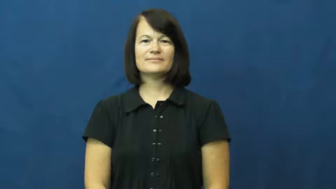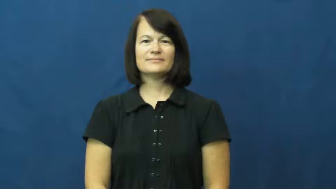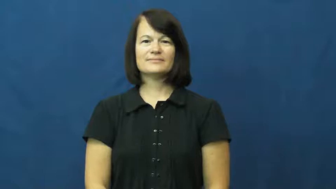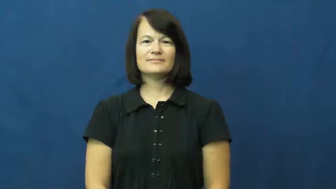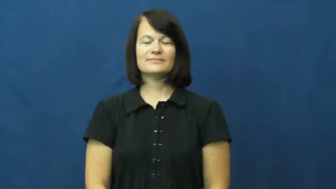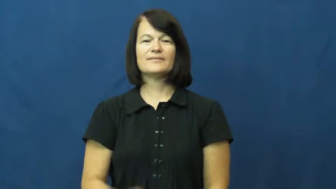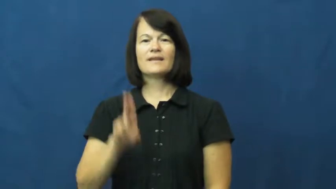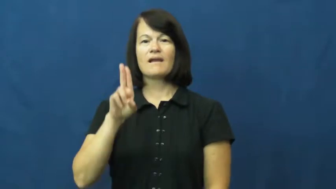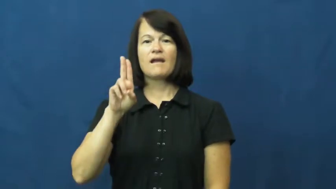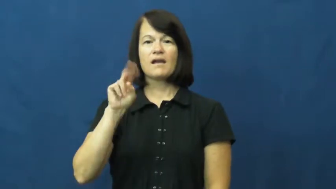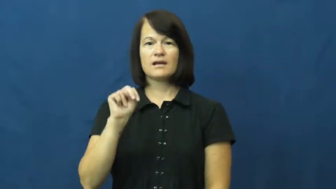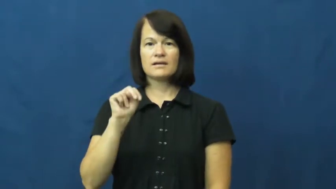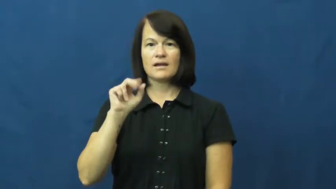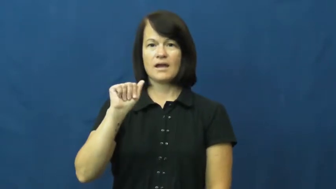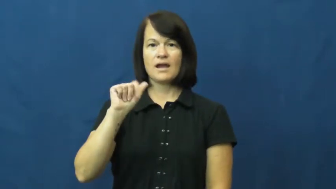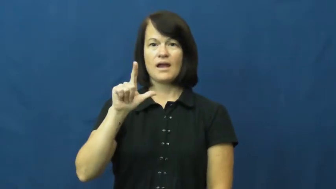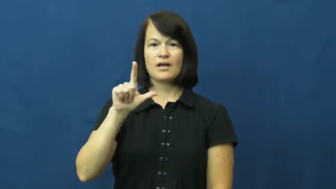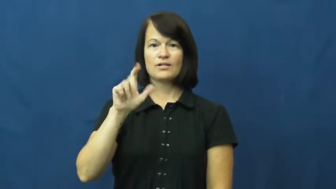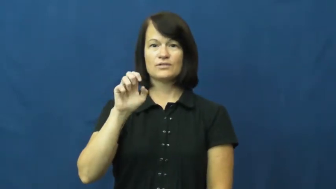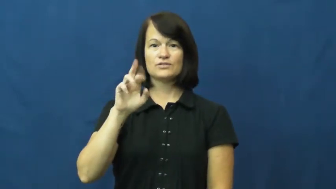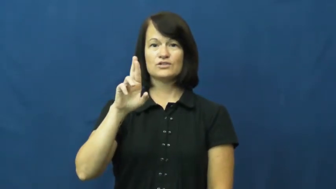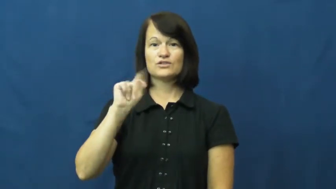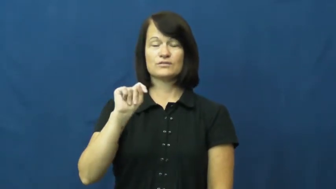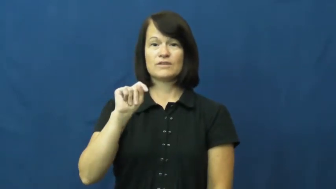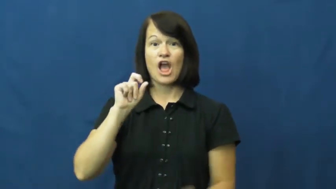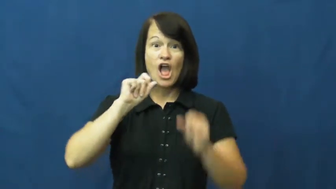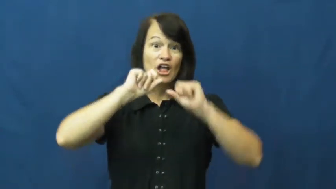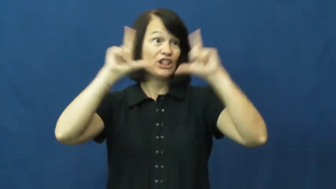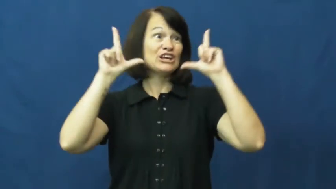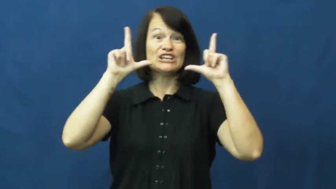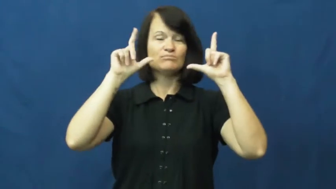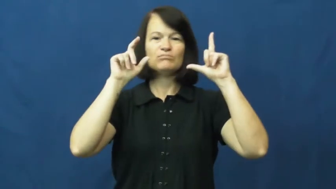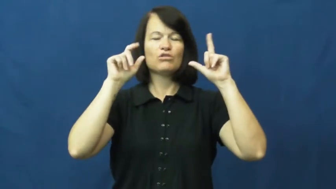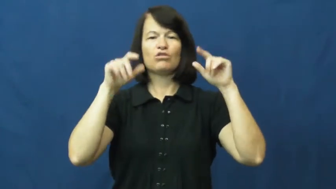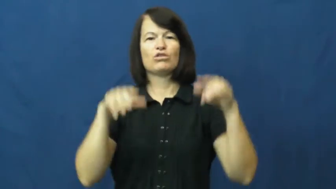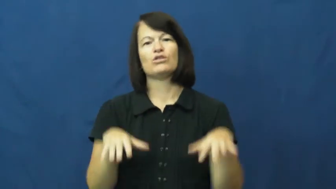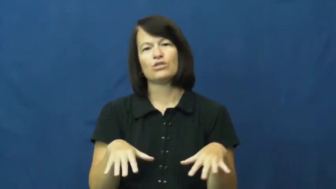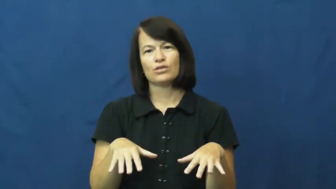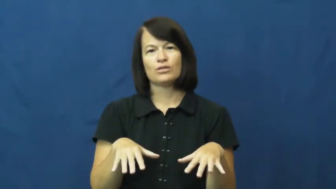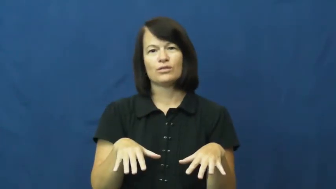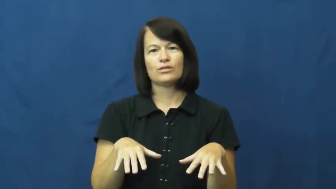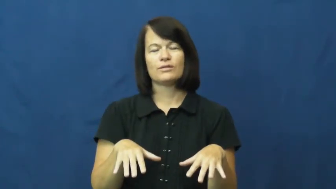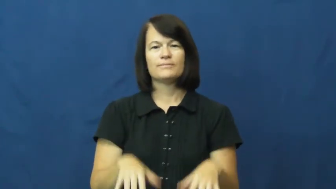unalert